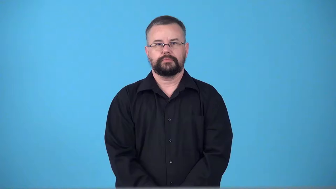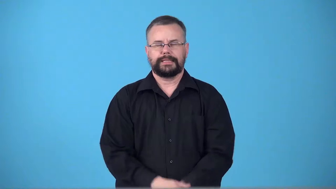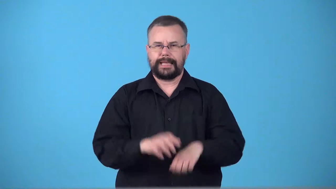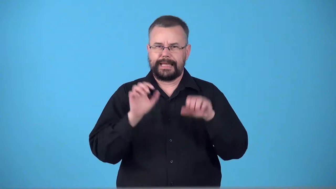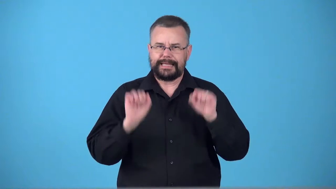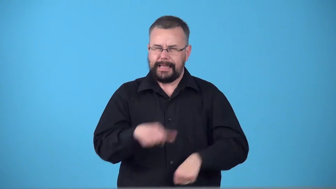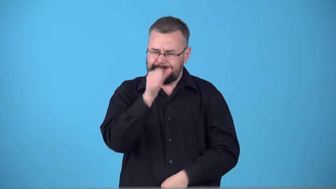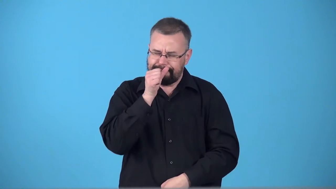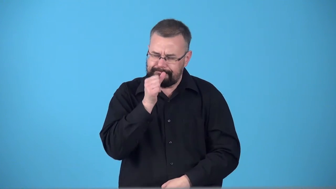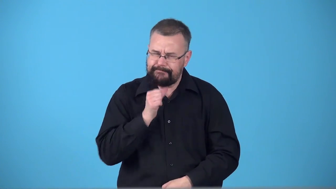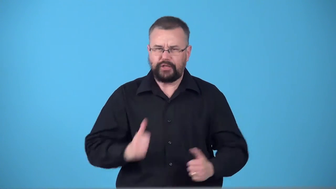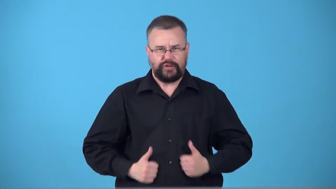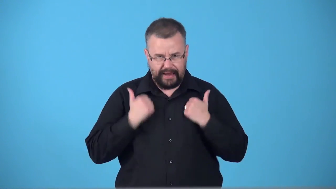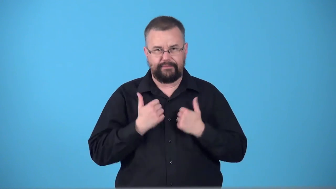survivable